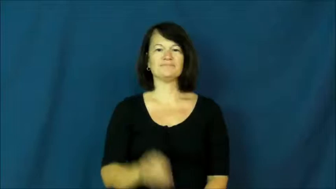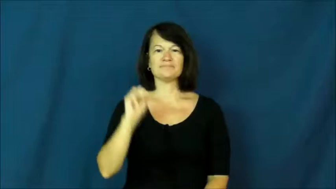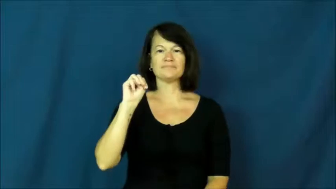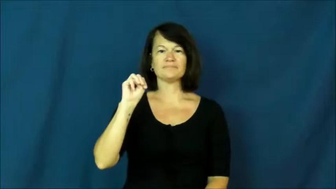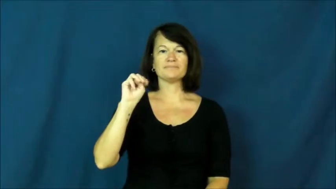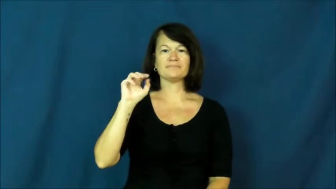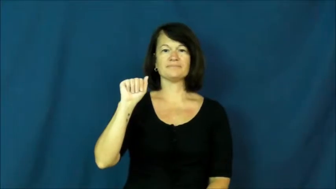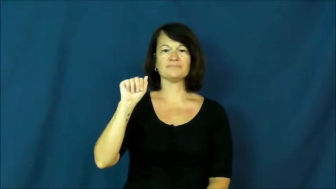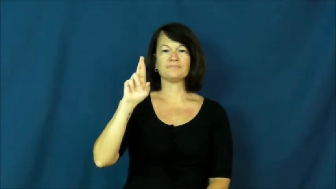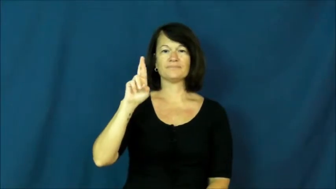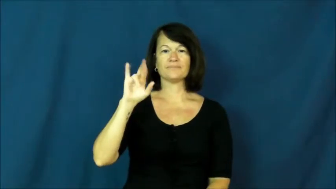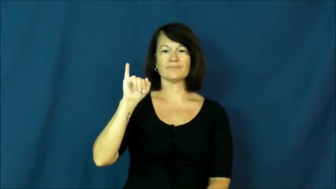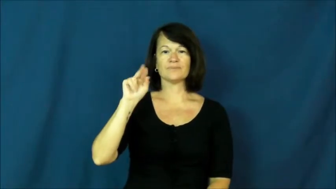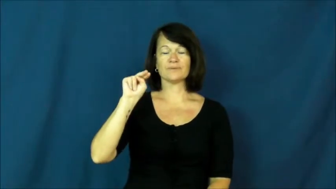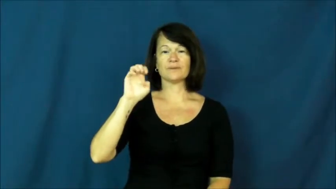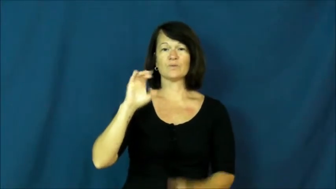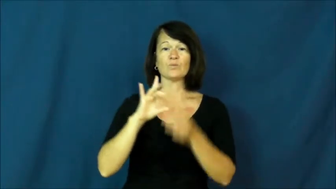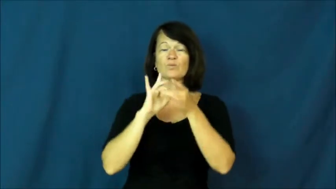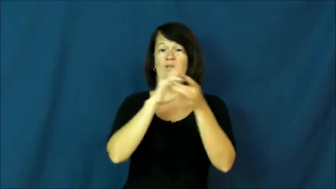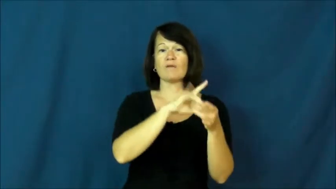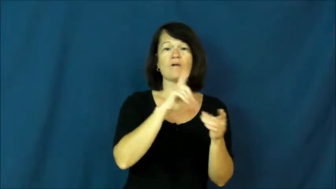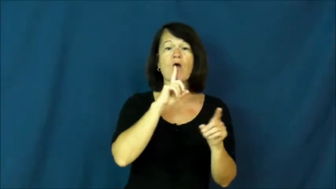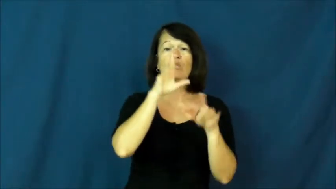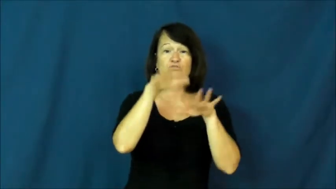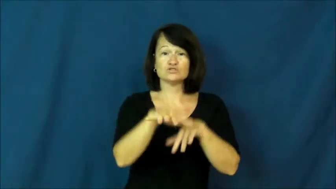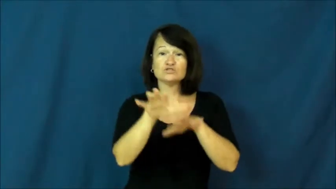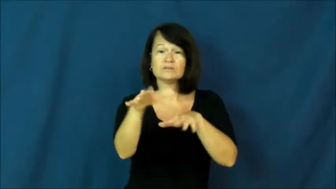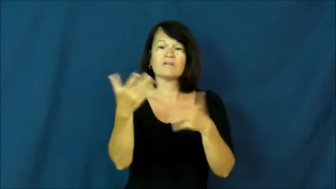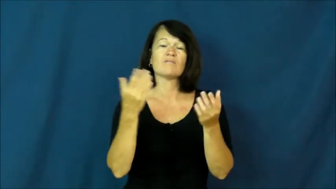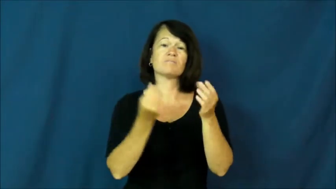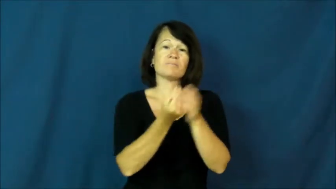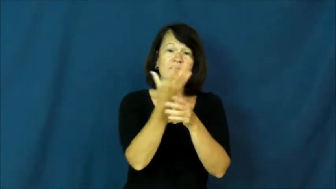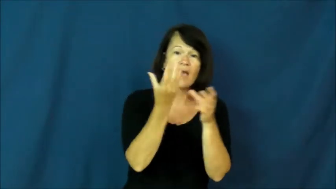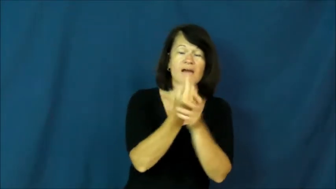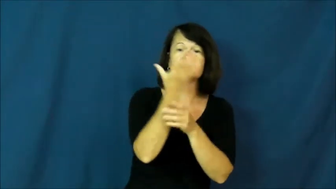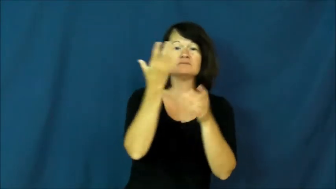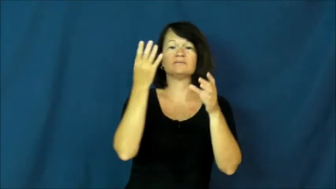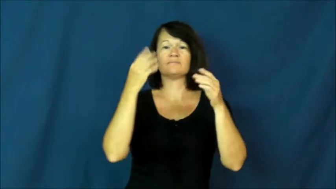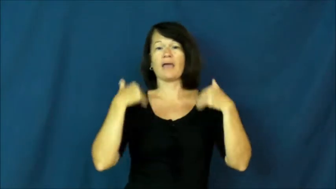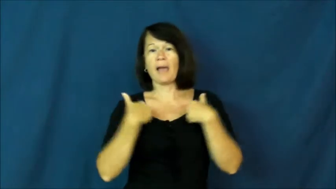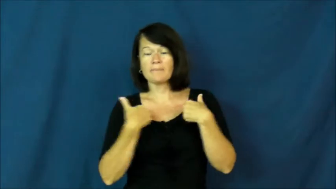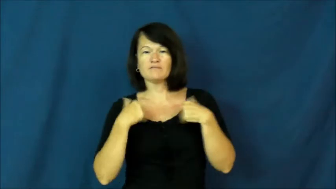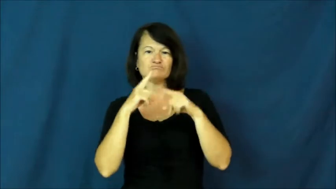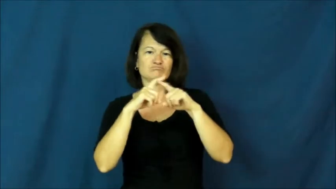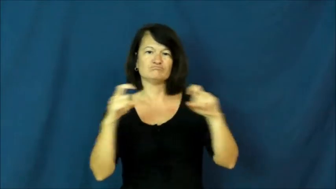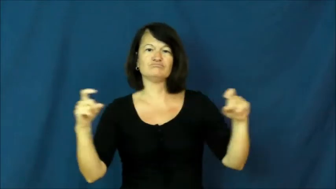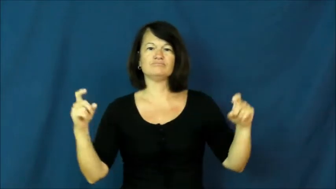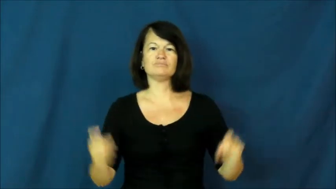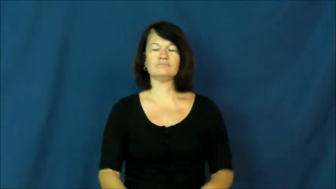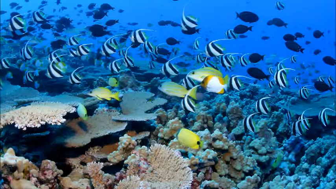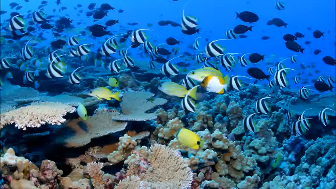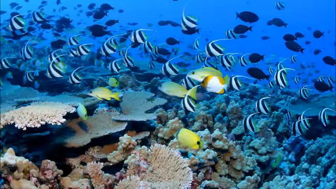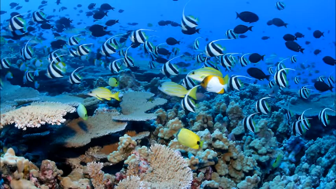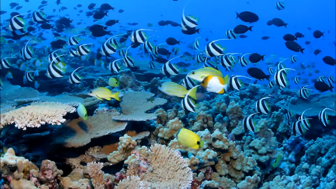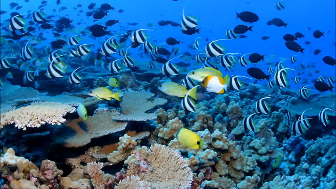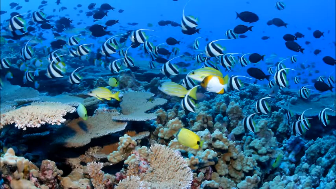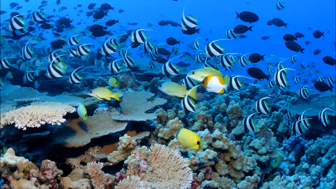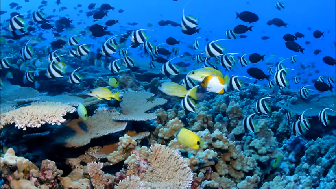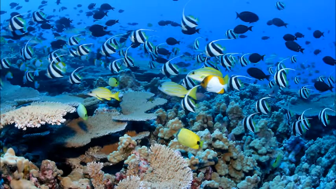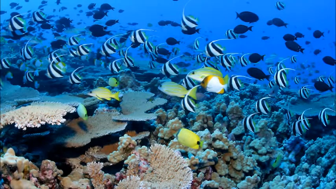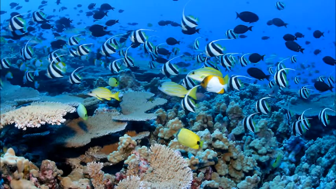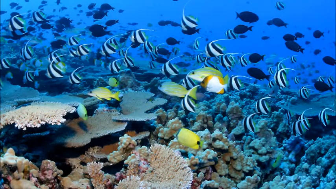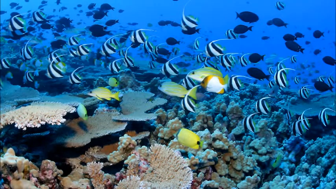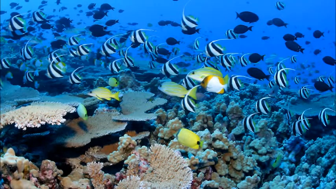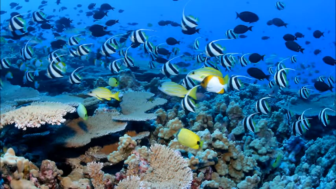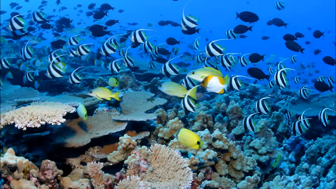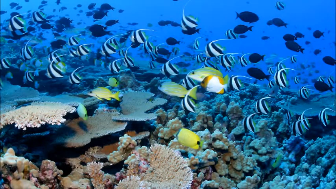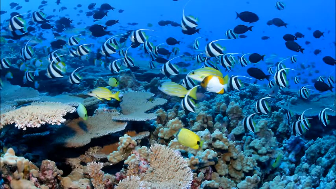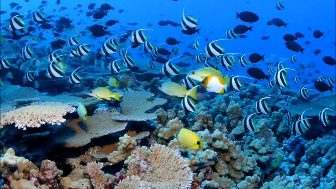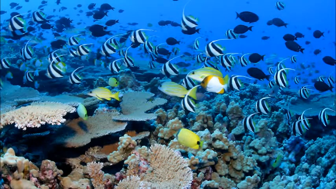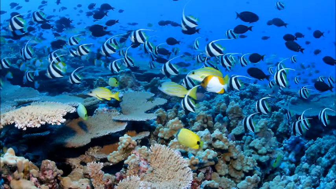marine-ocean